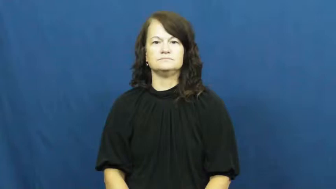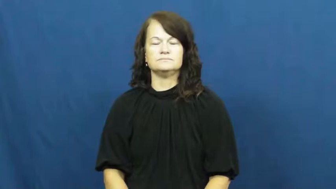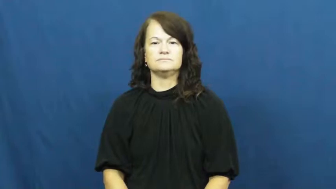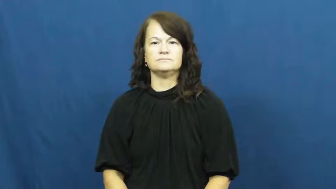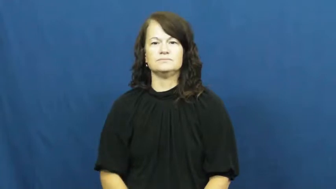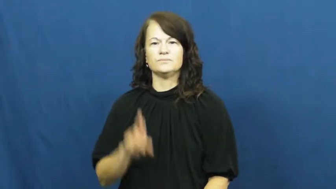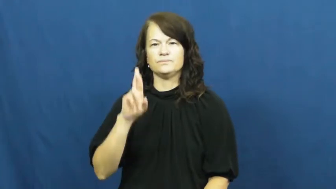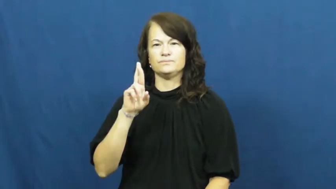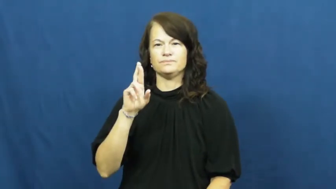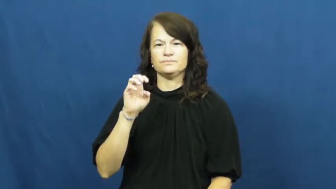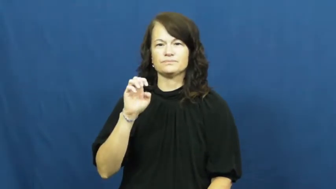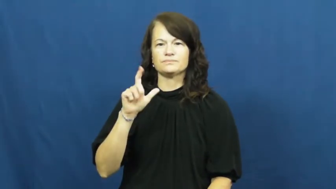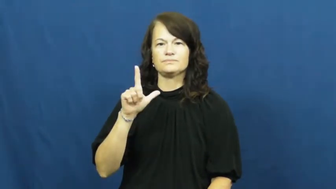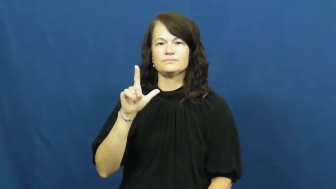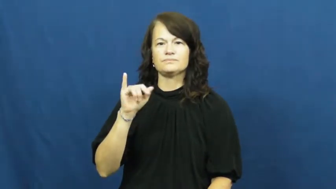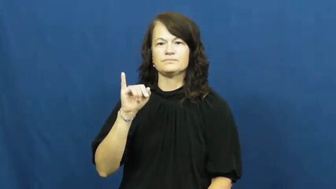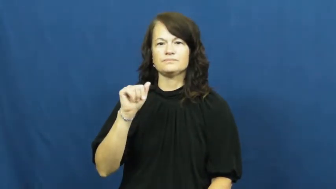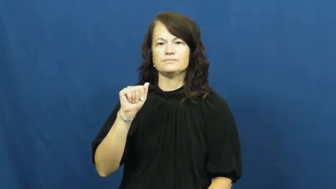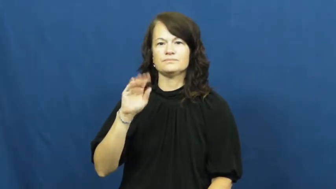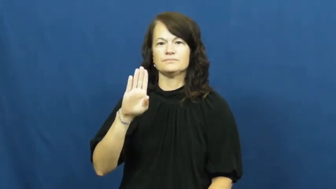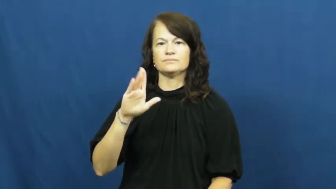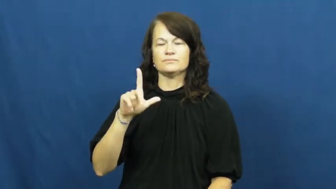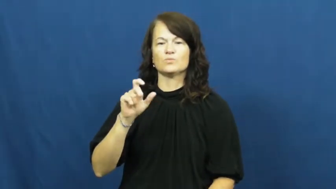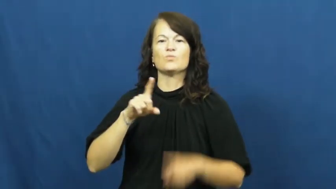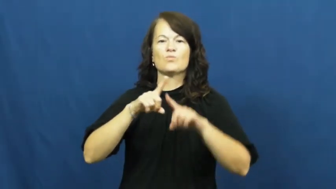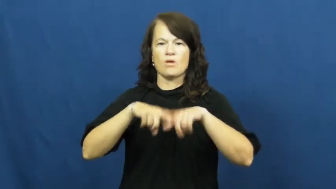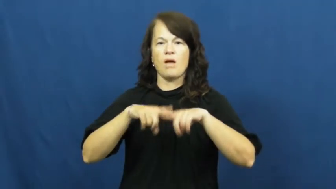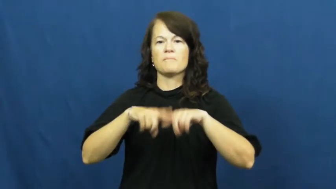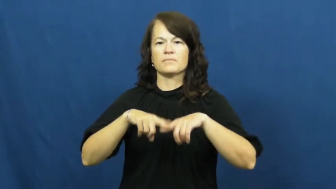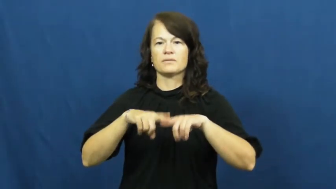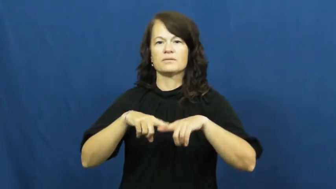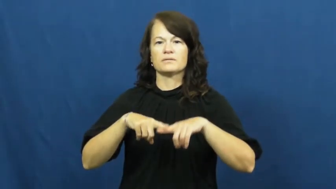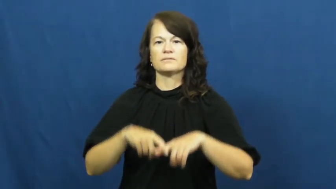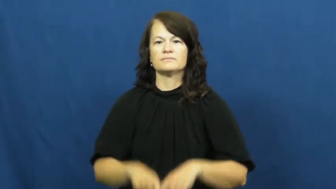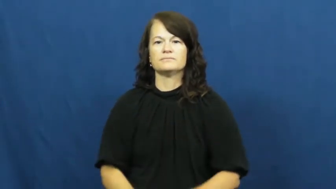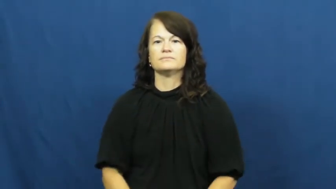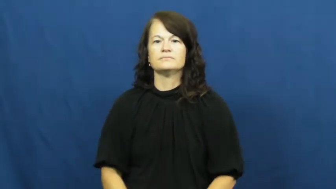reliable